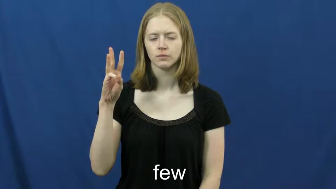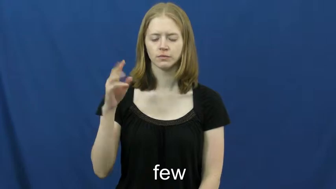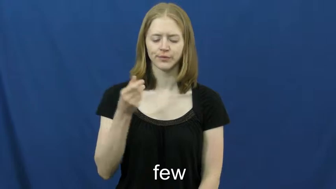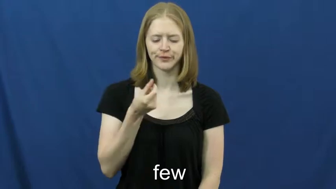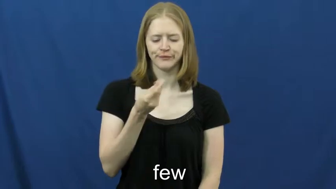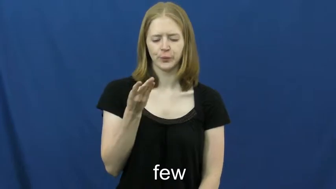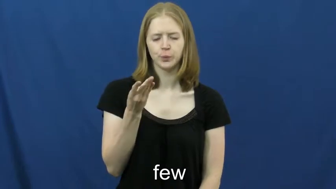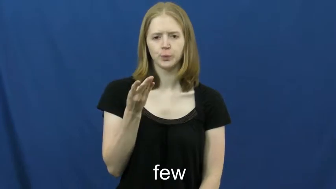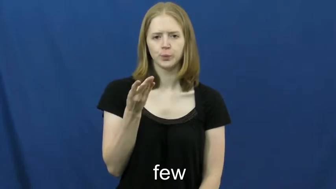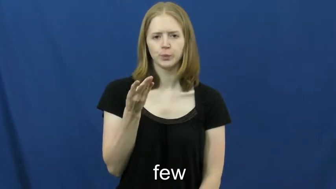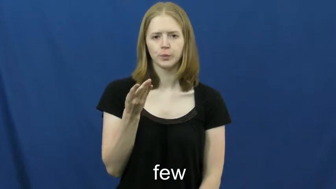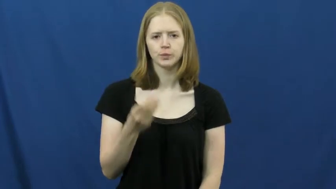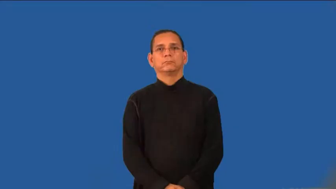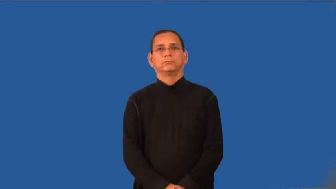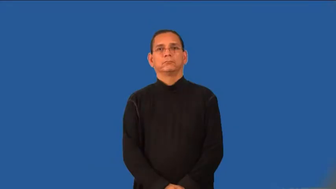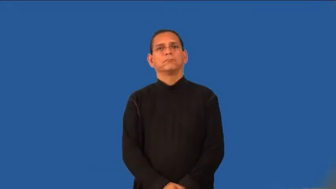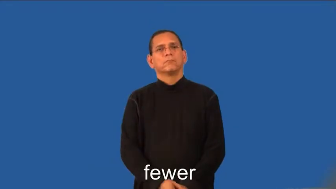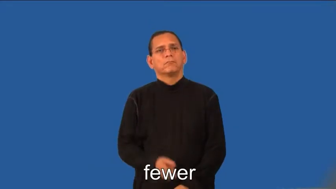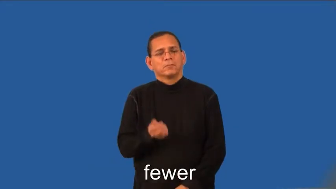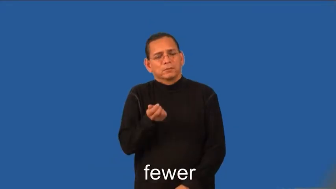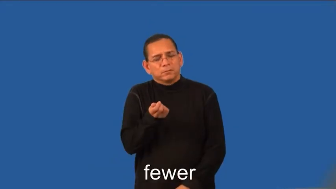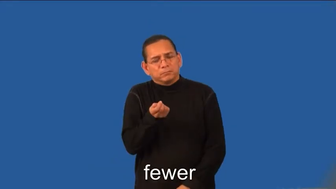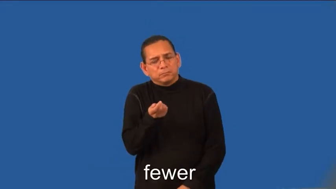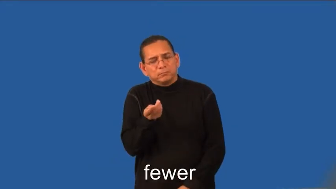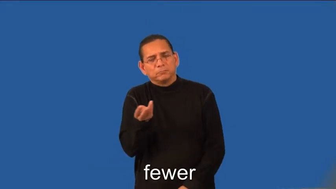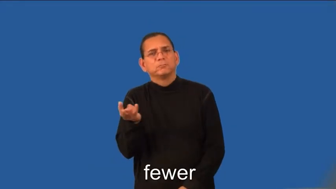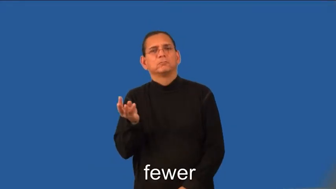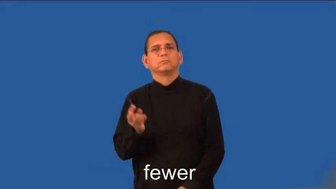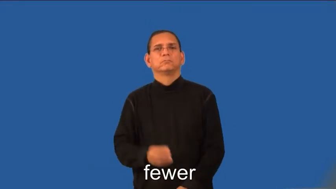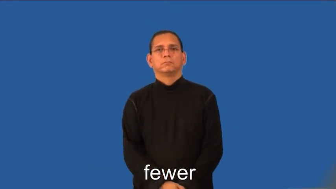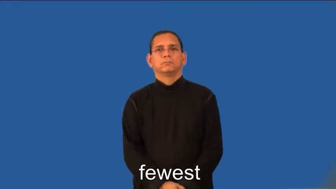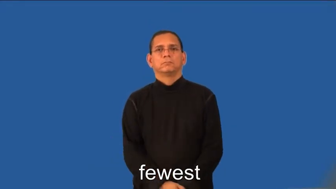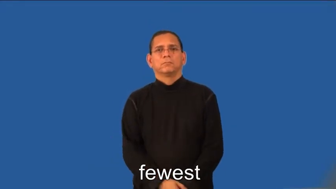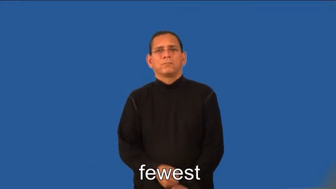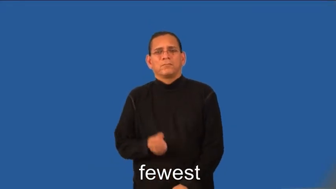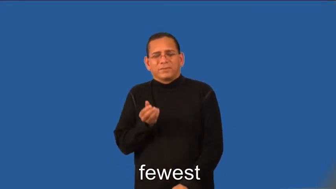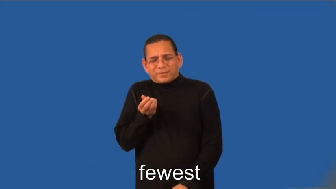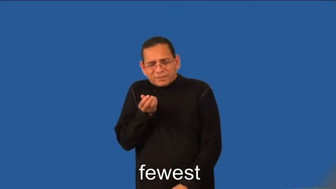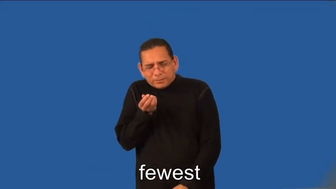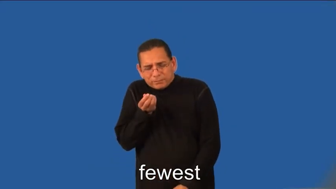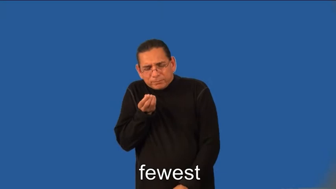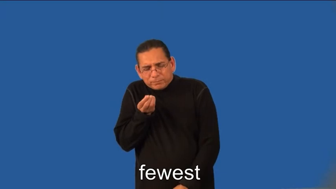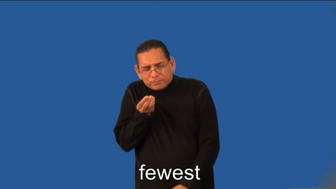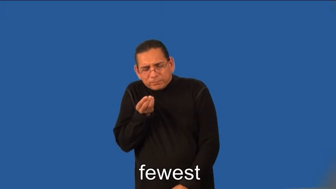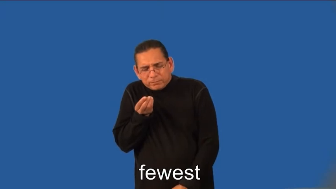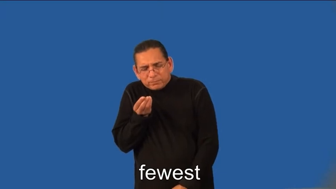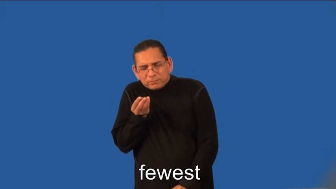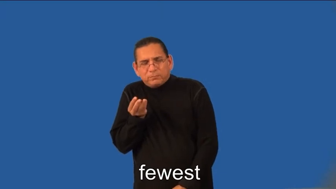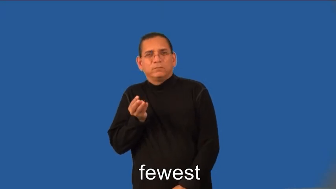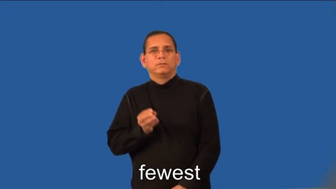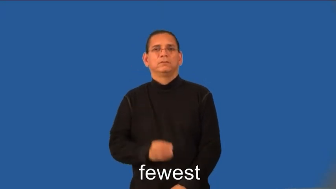fewer,fewest